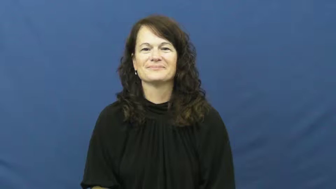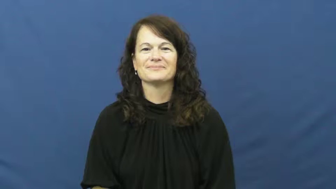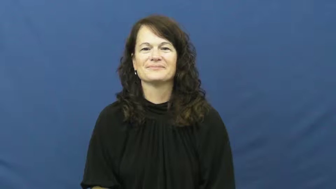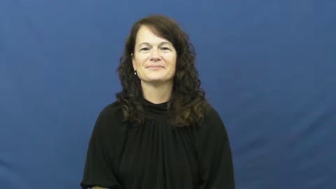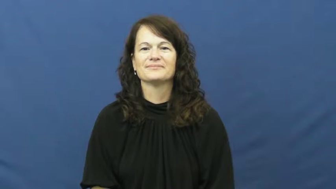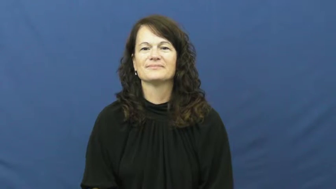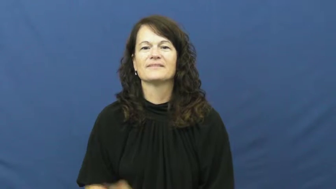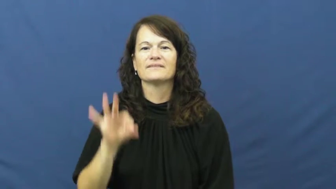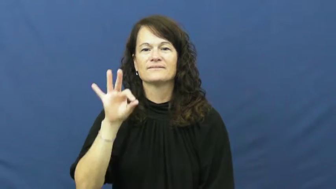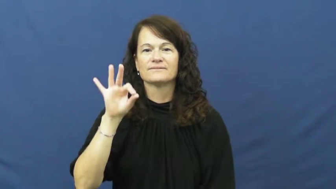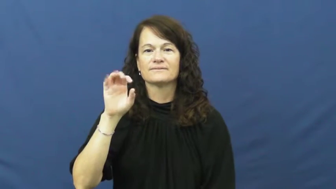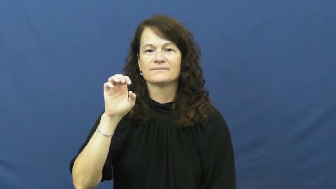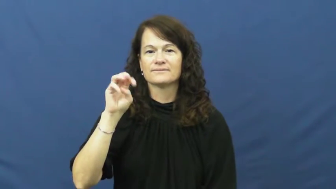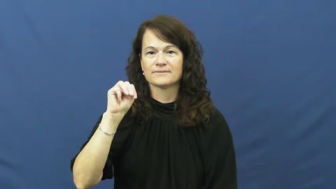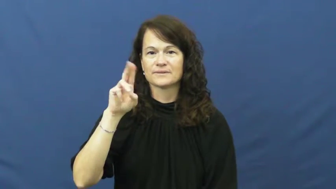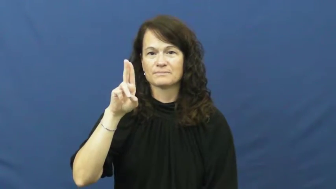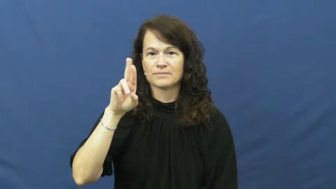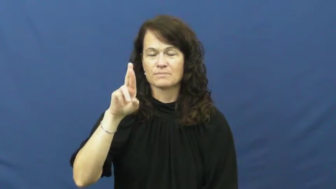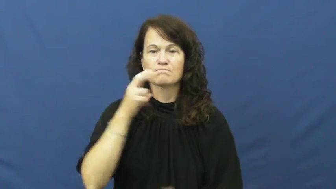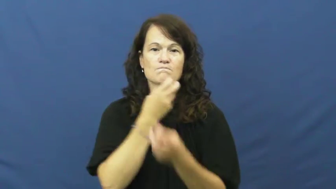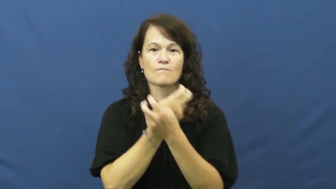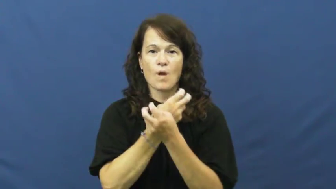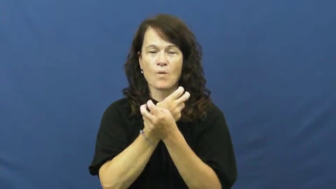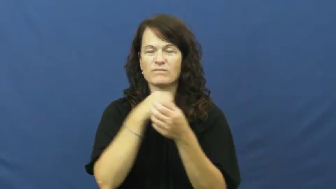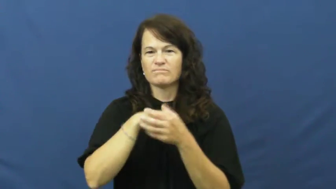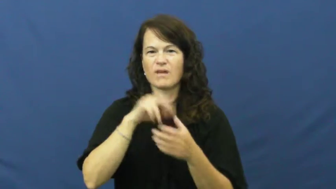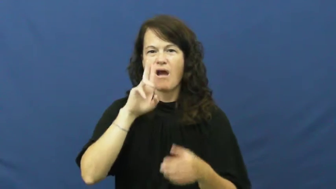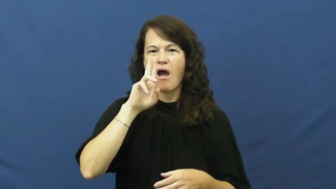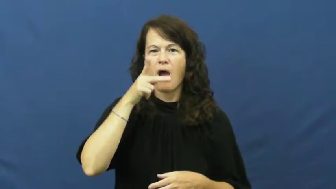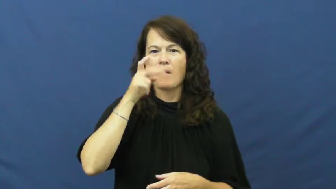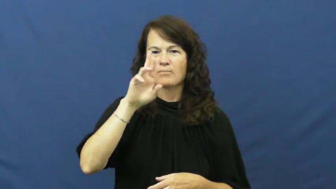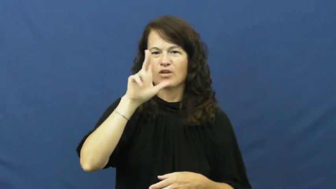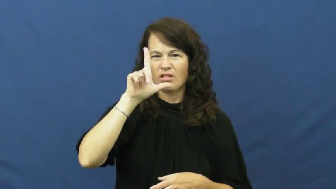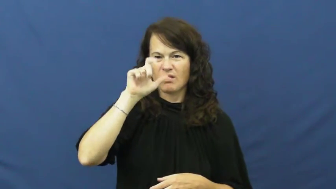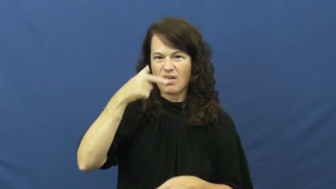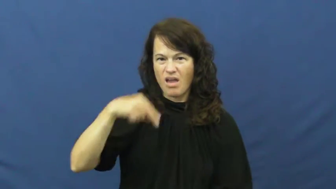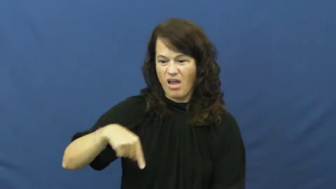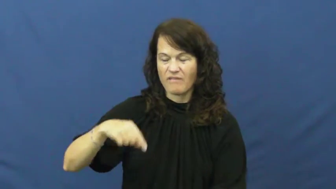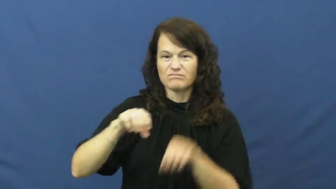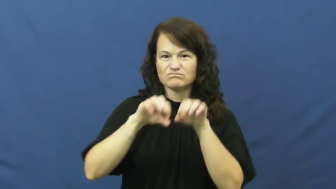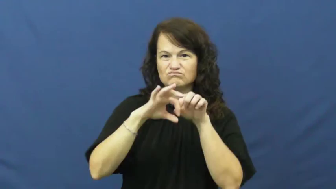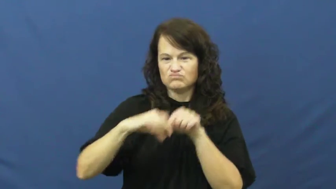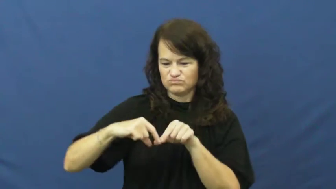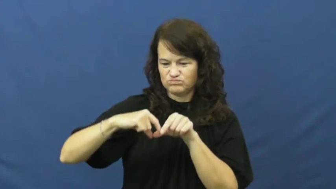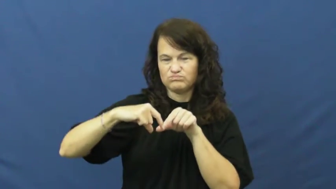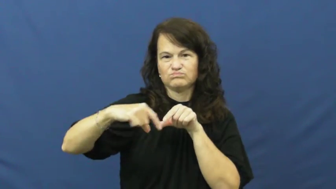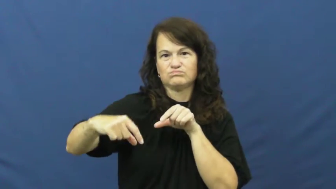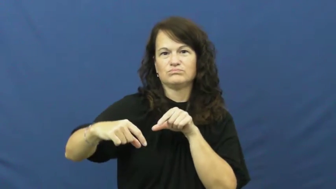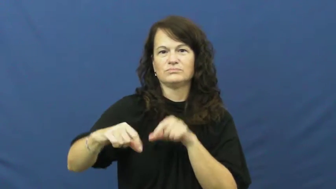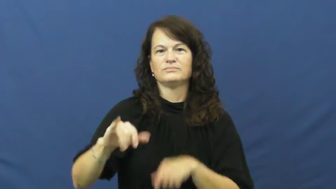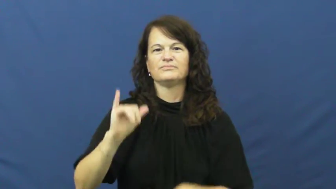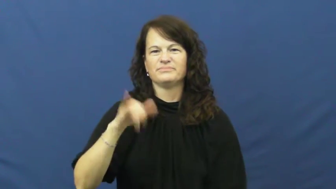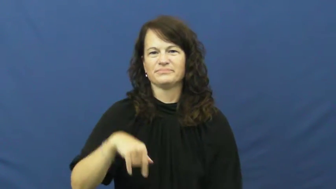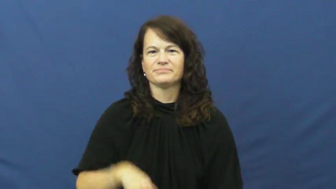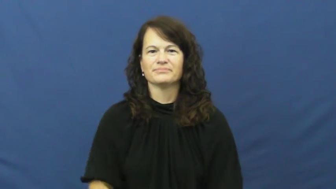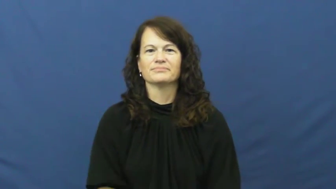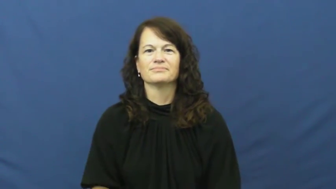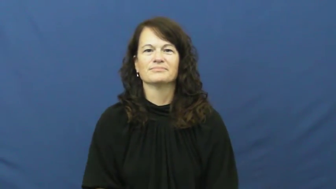femur